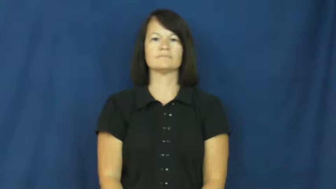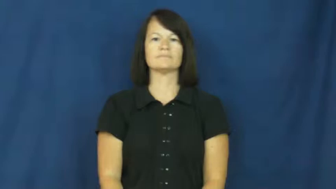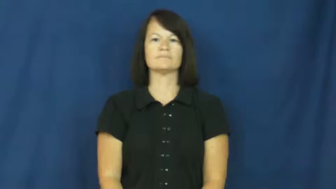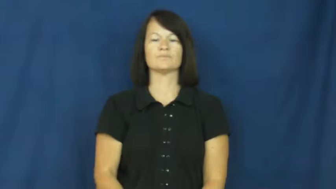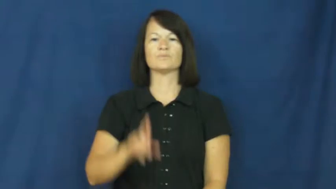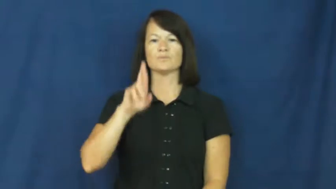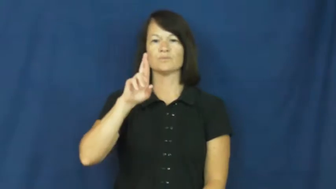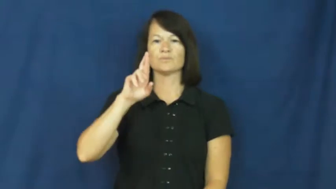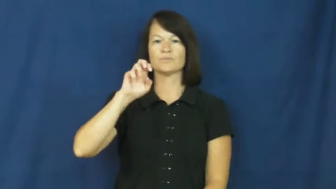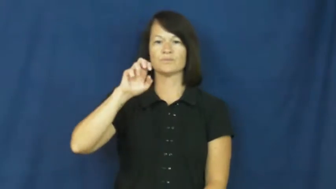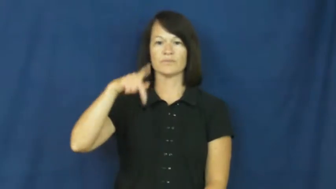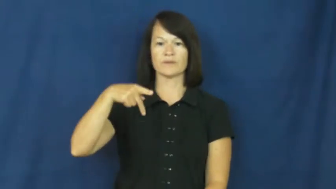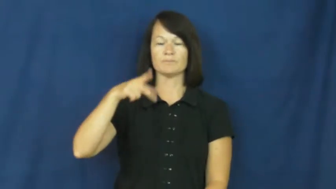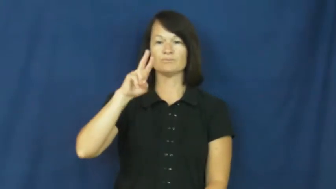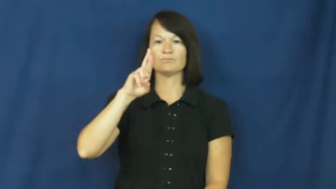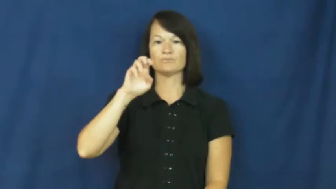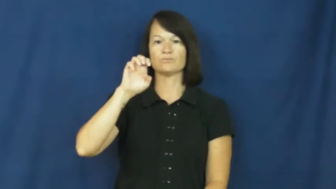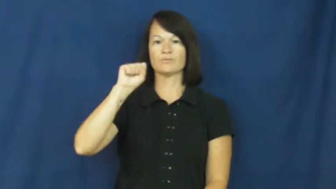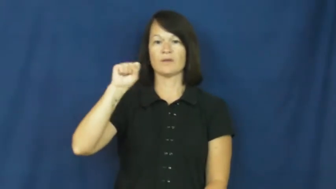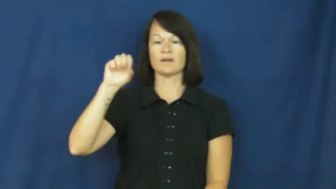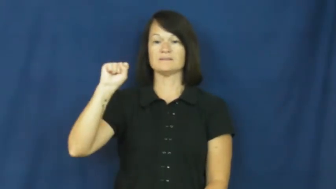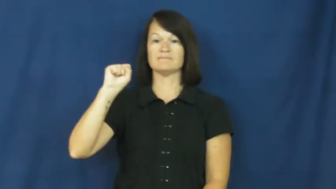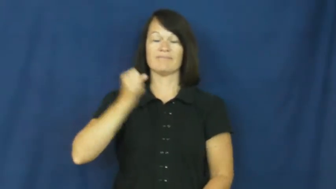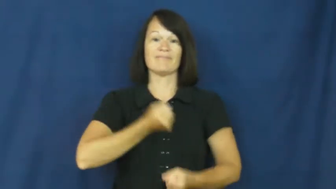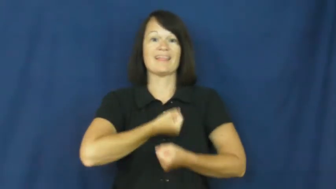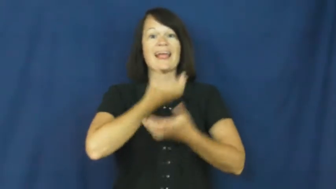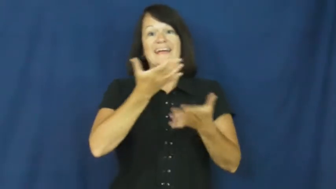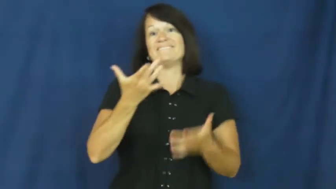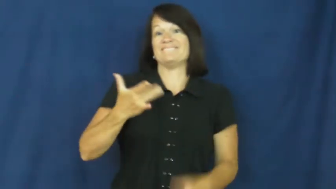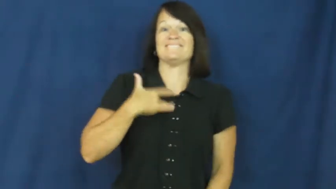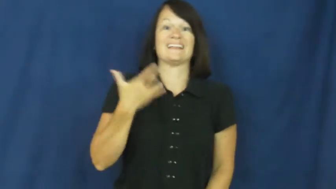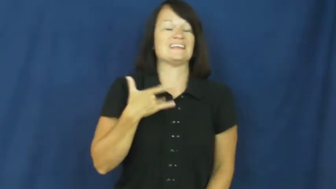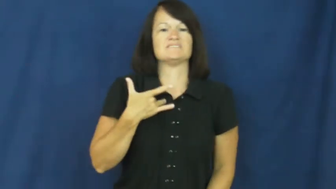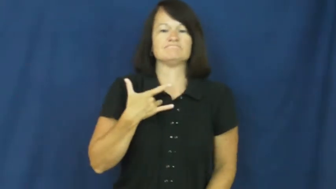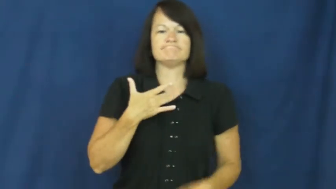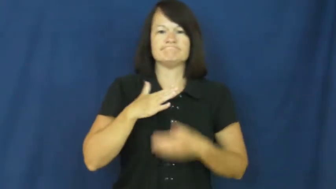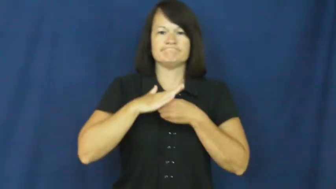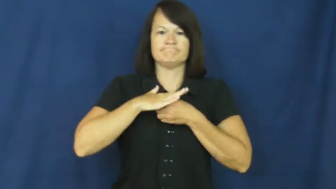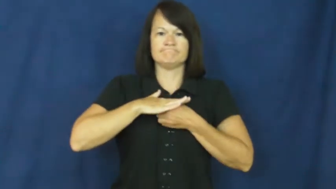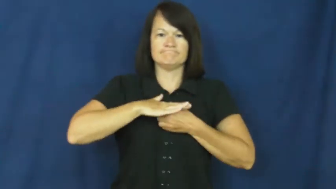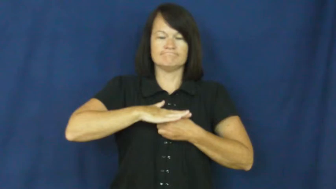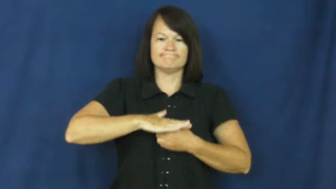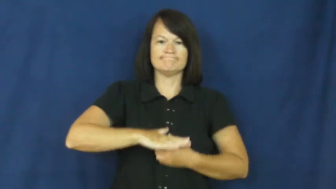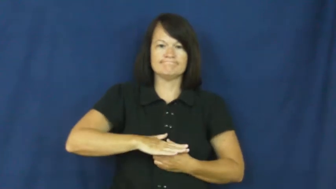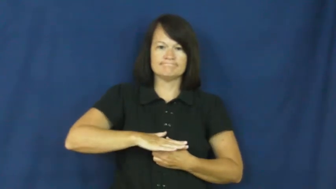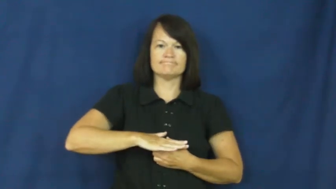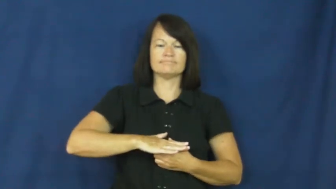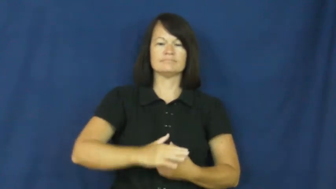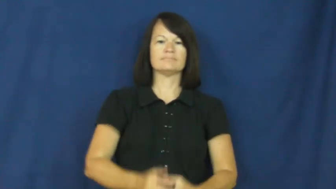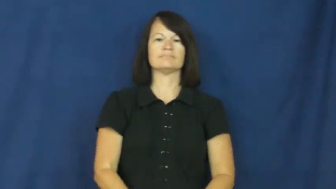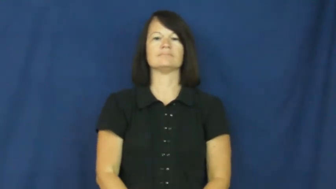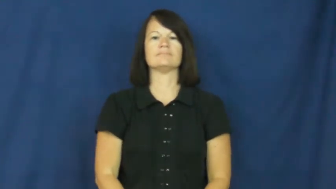repress